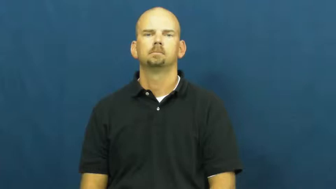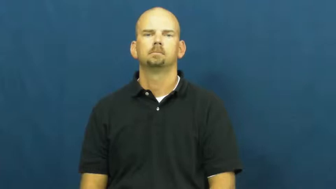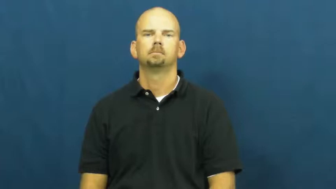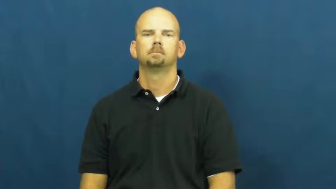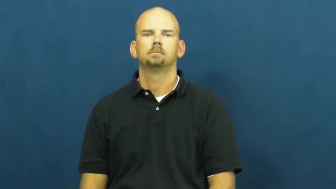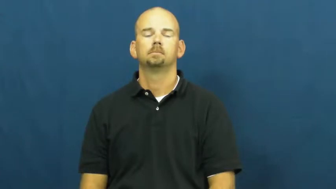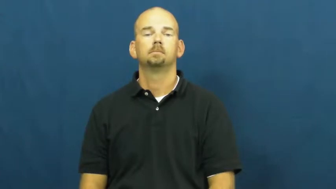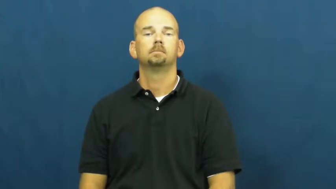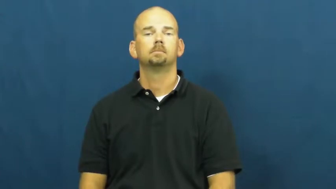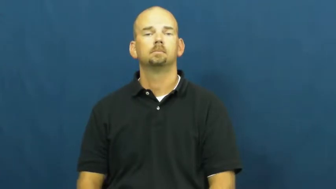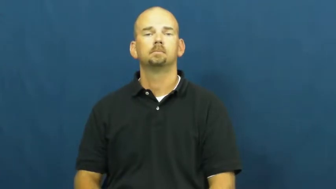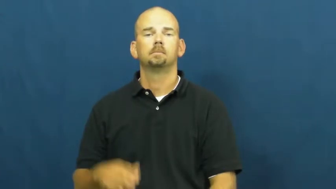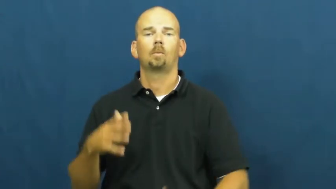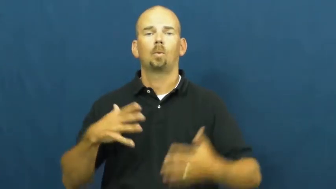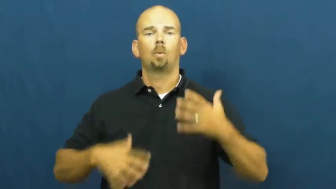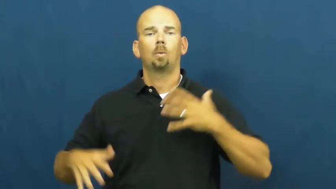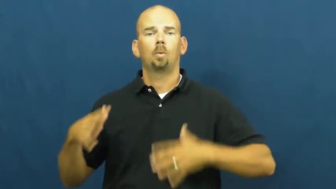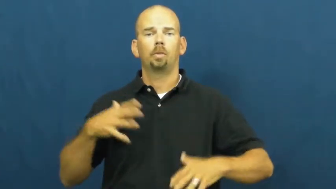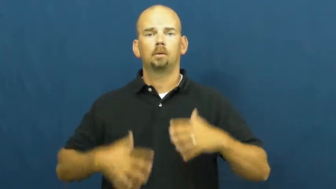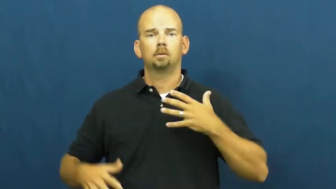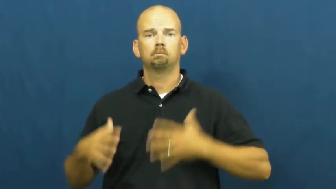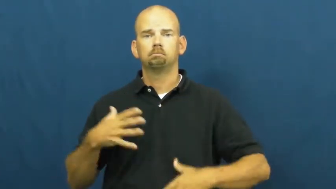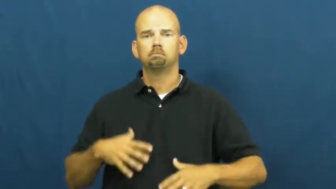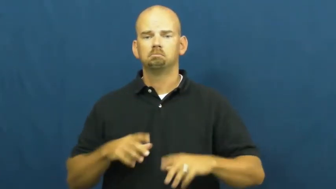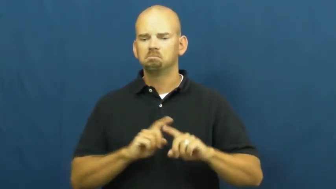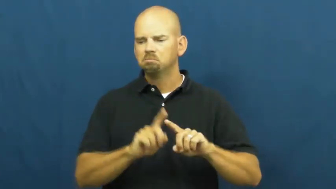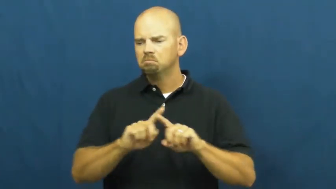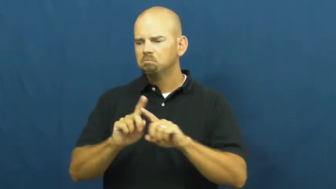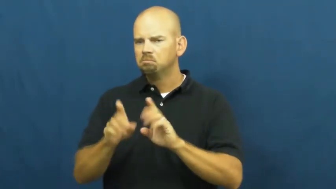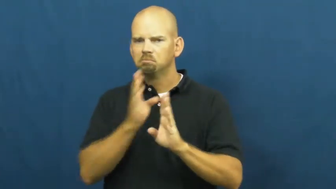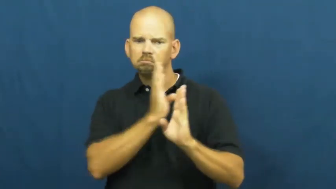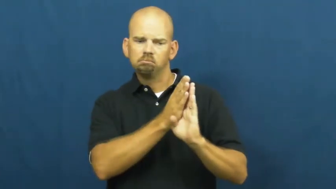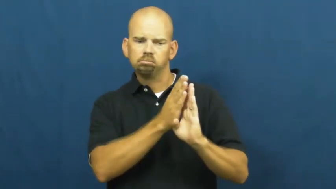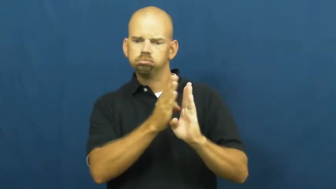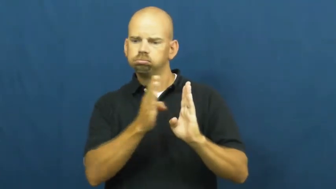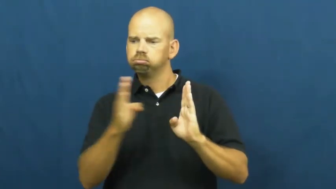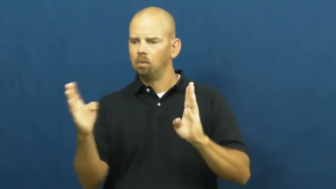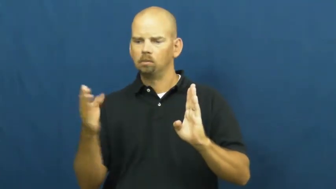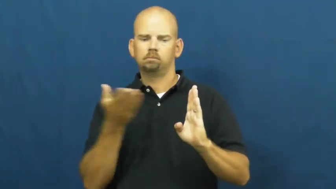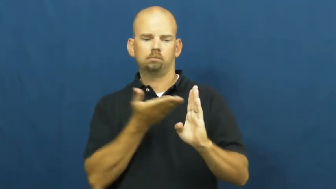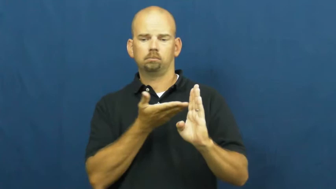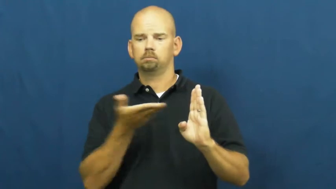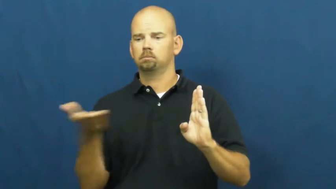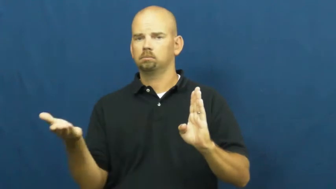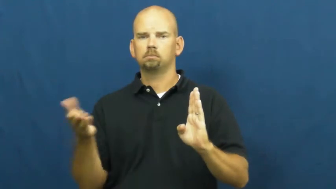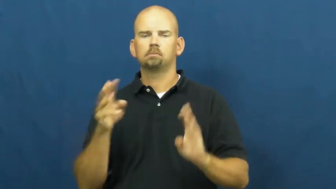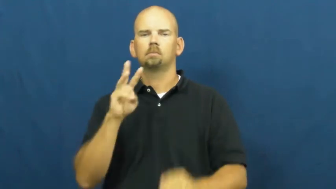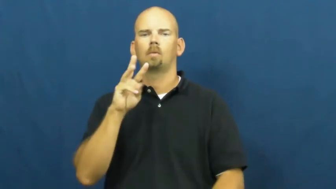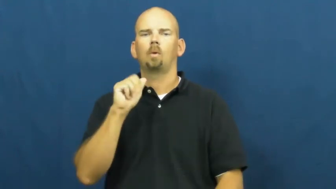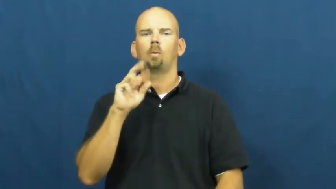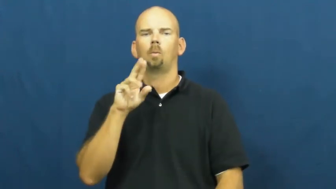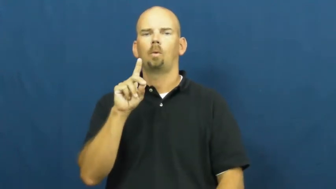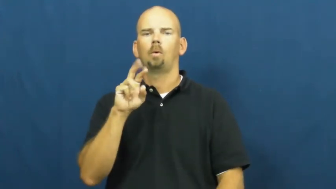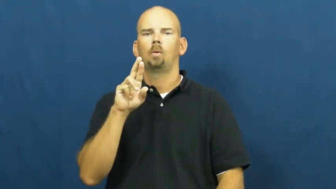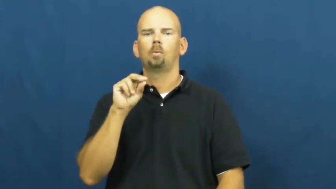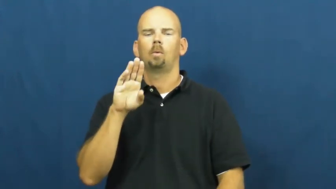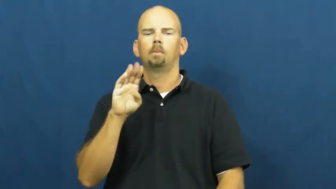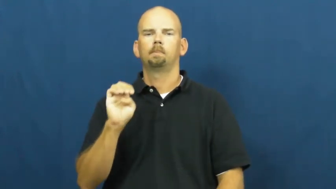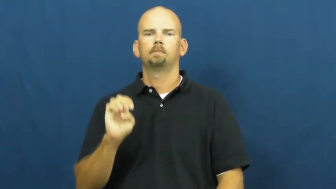wardrobe